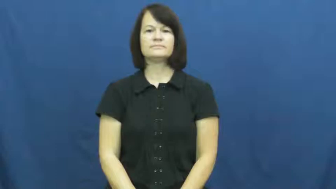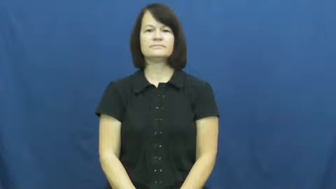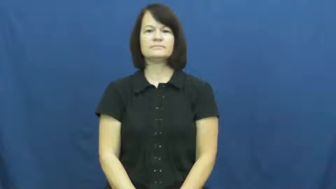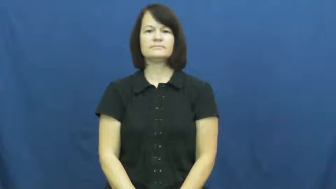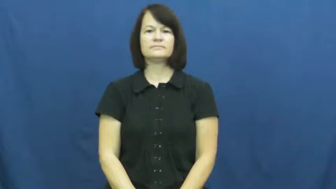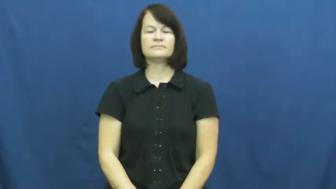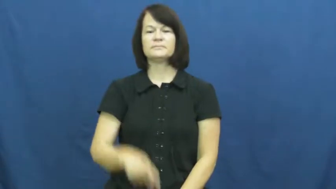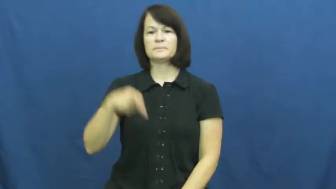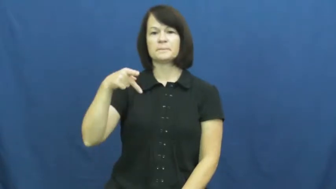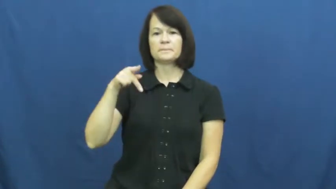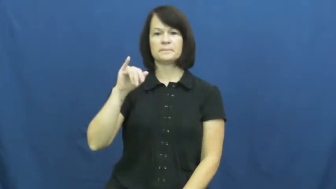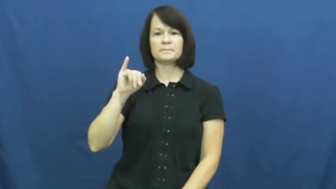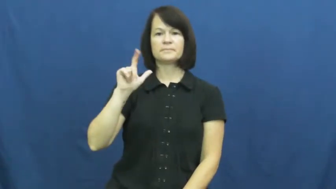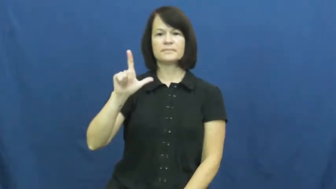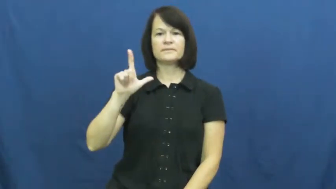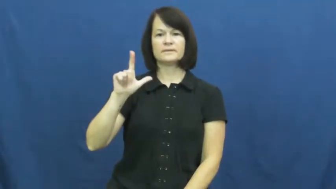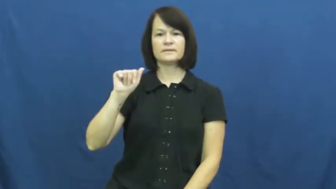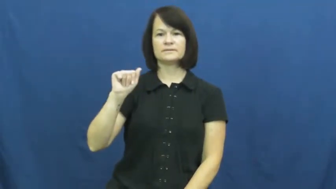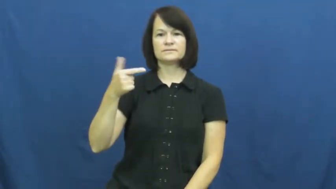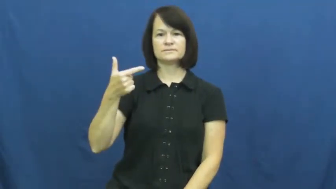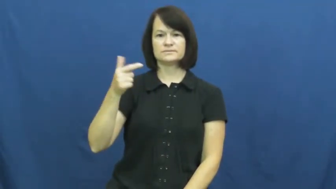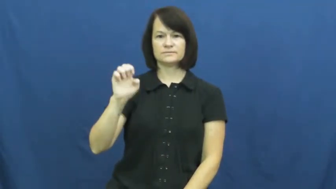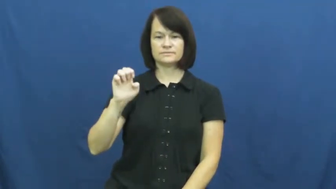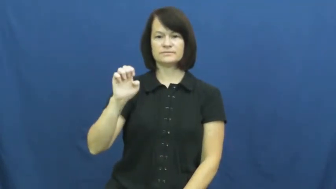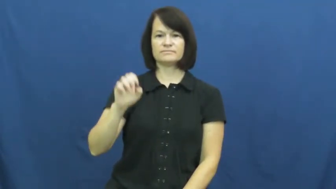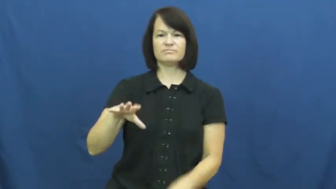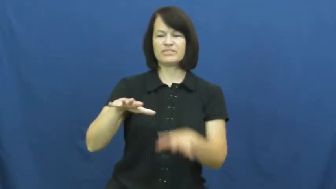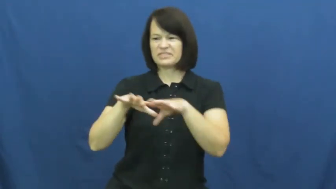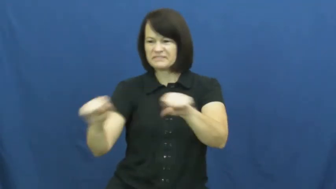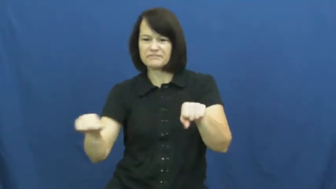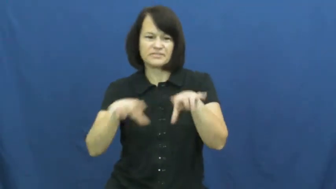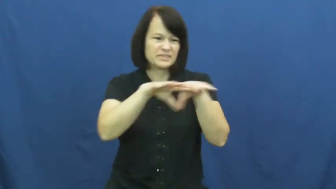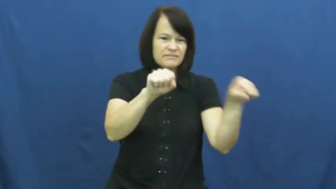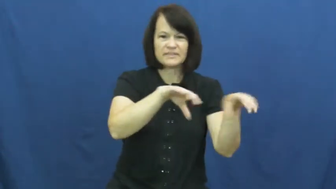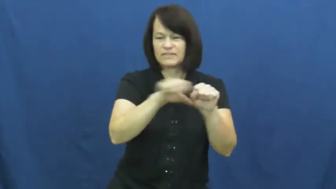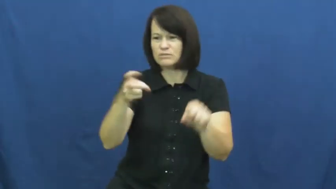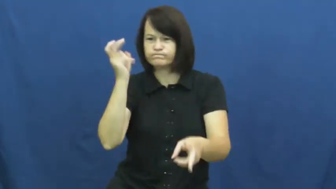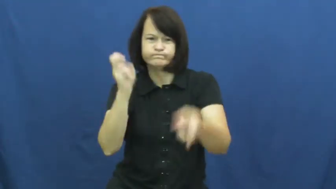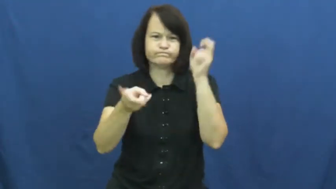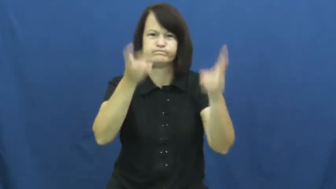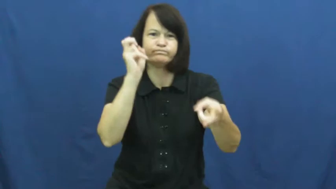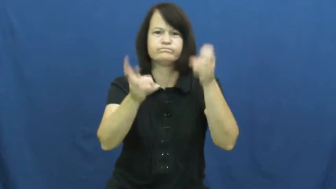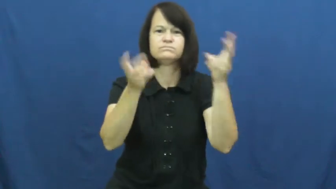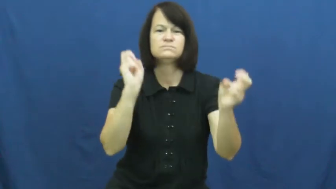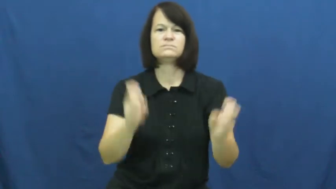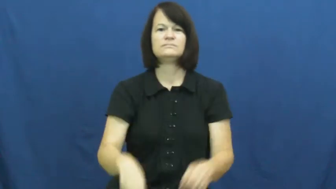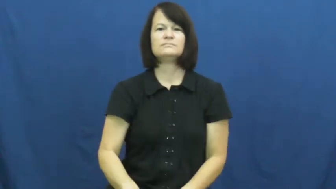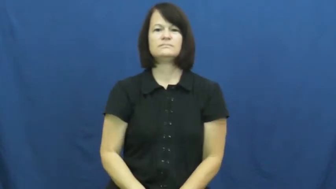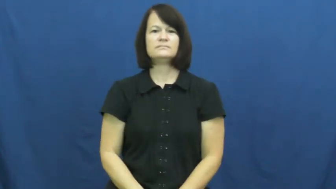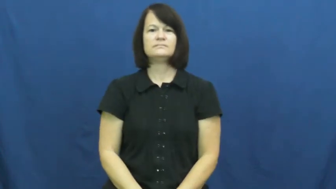pillage